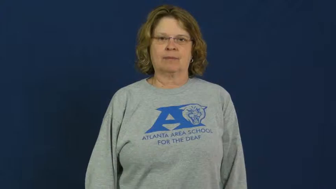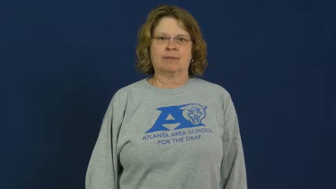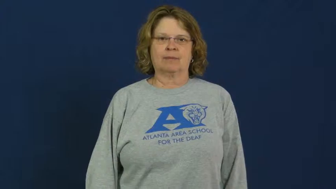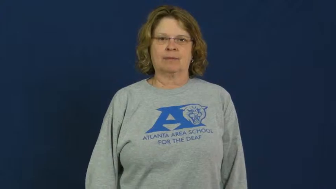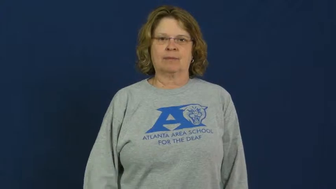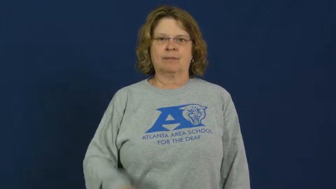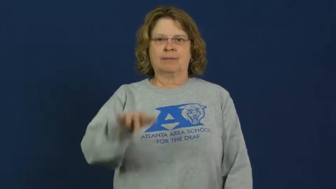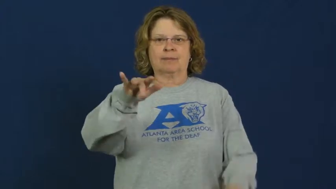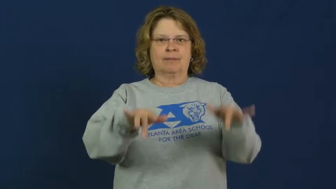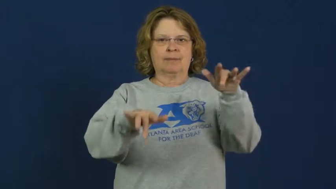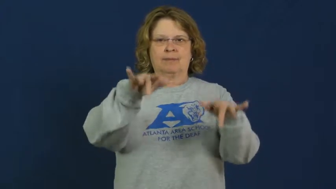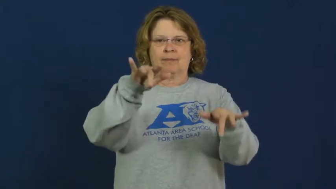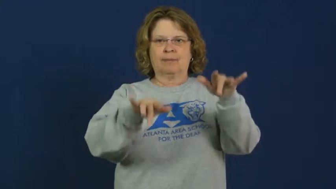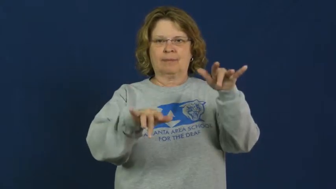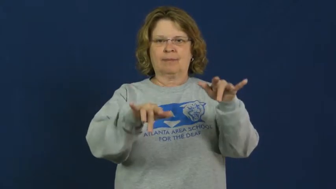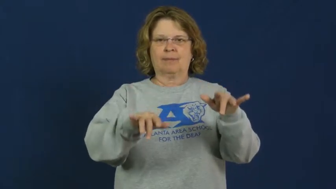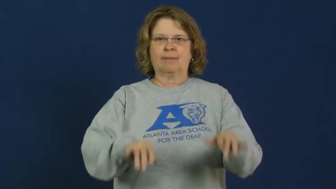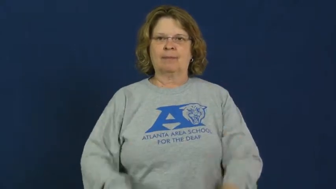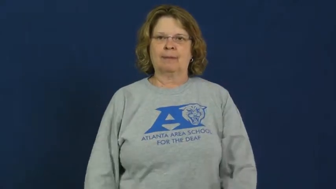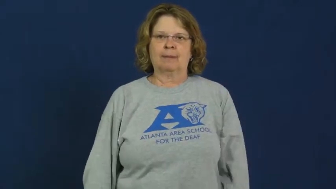puppet,marionette